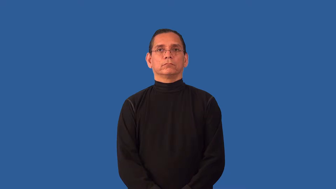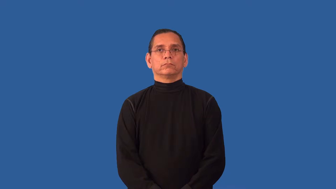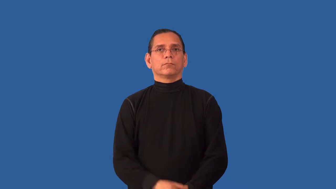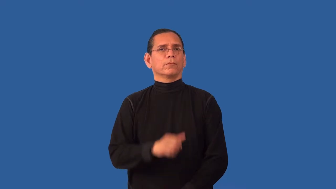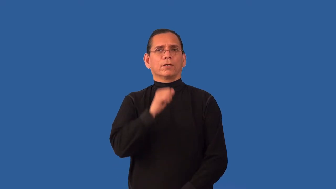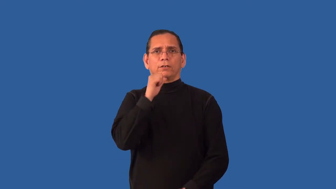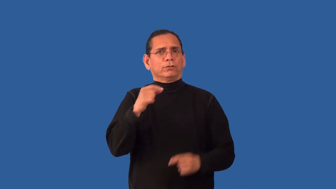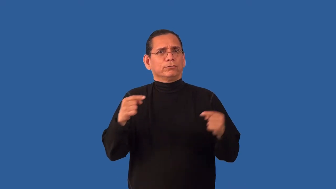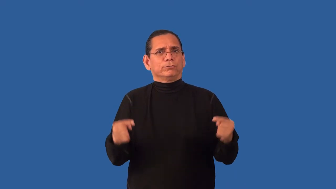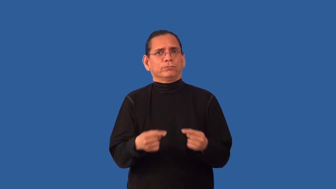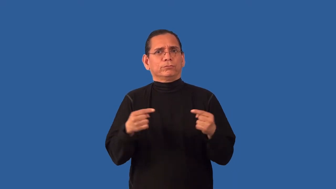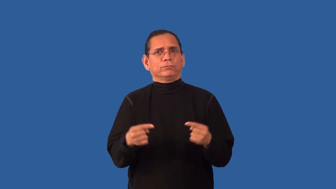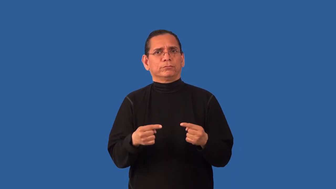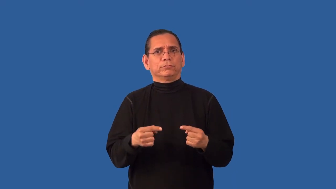unharmed,unhurt,uninjured,unscathed